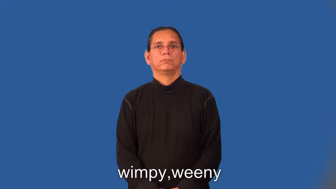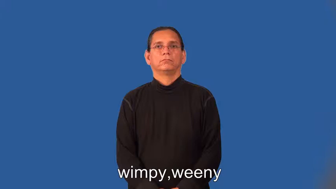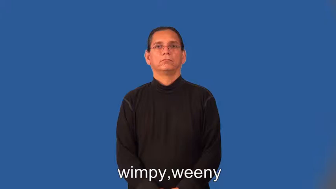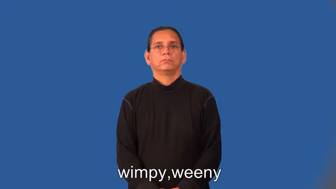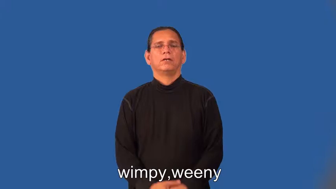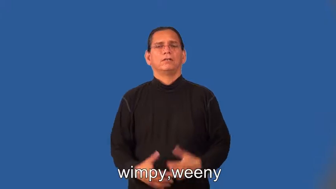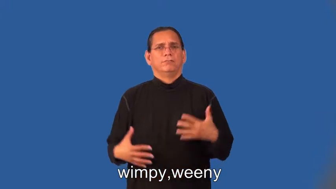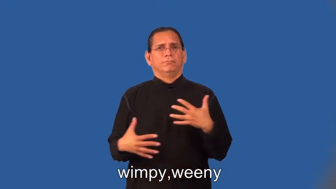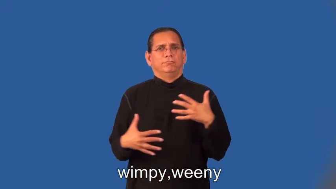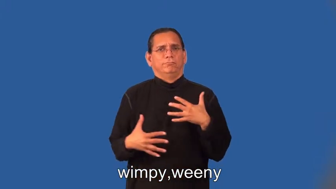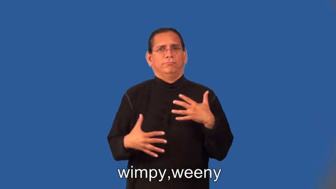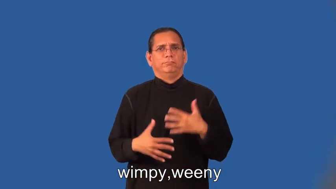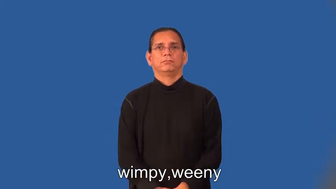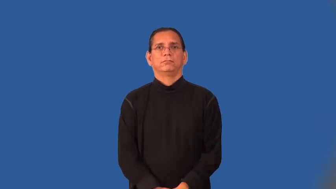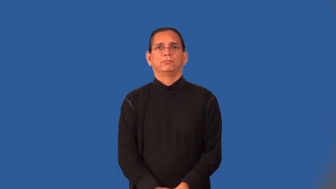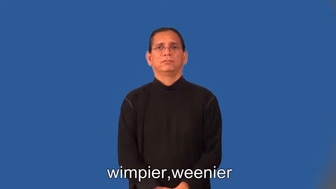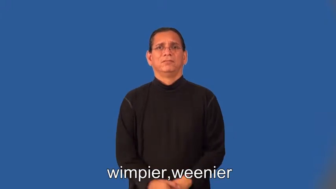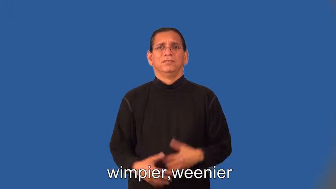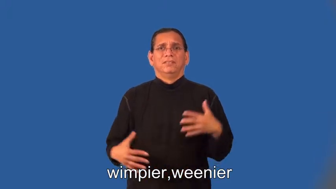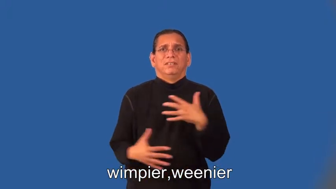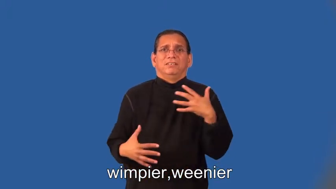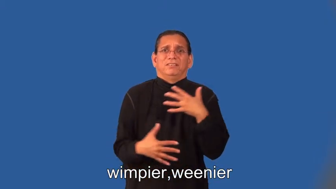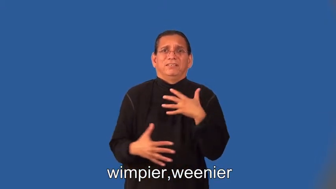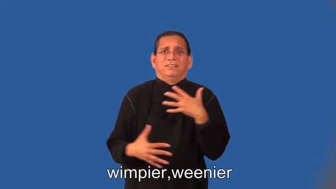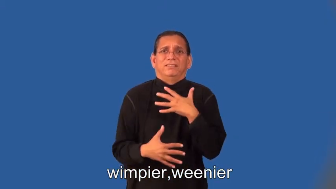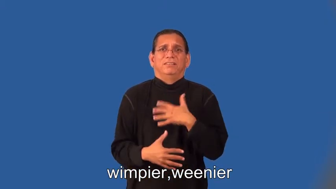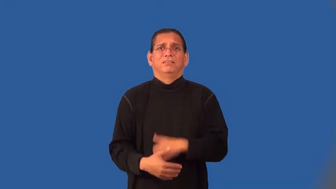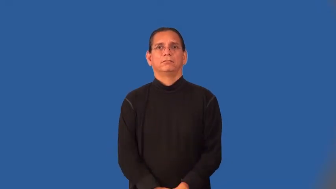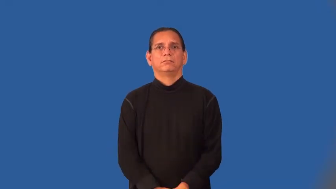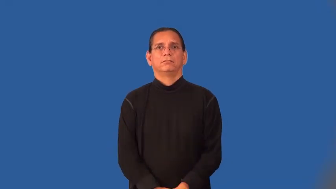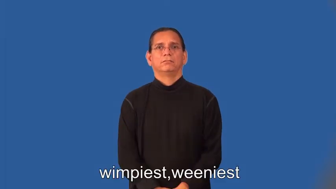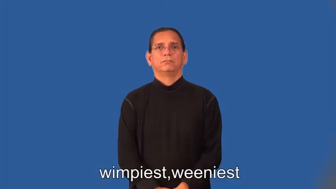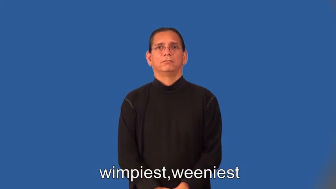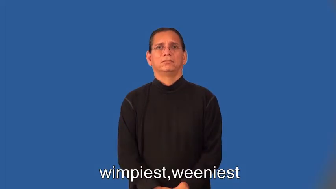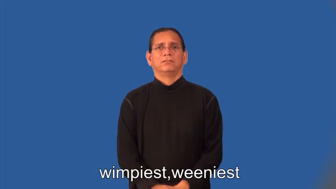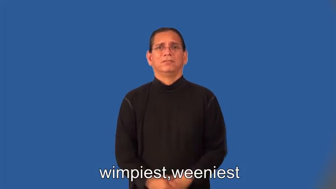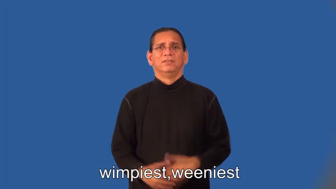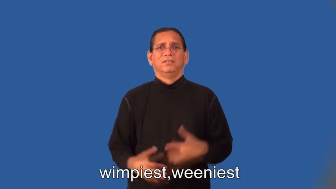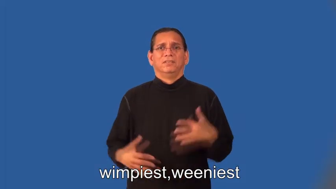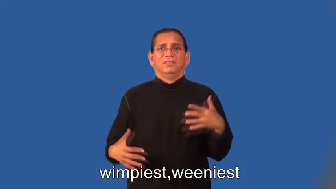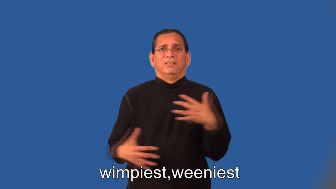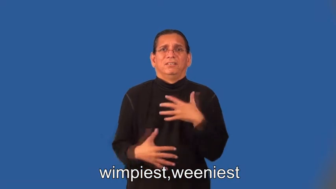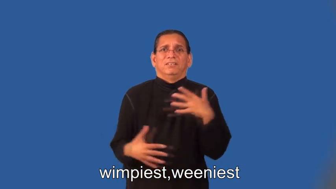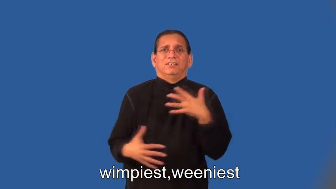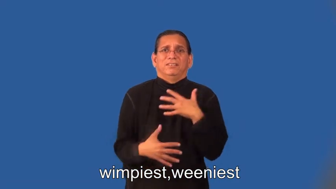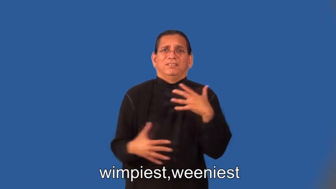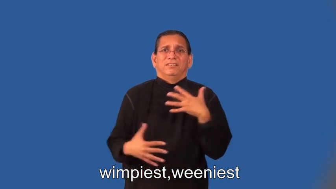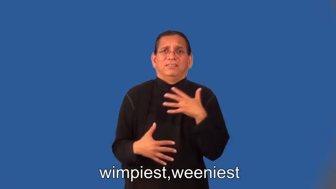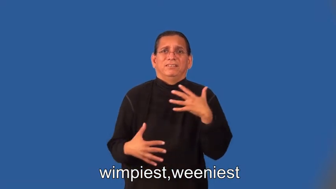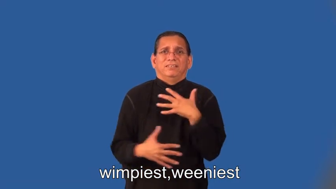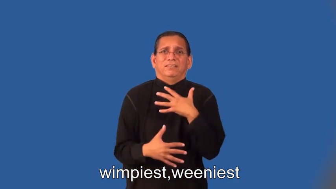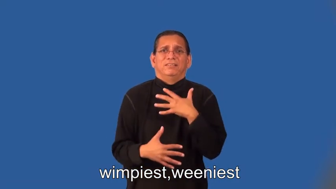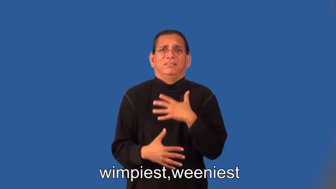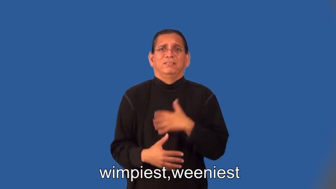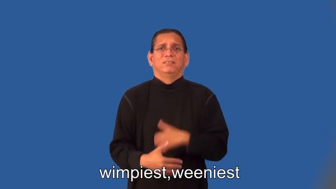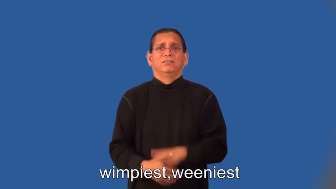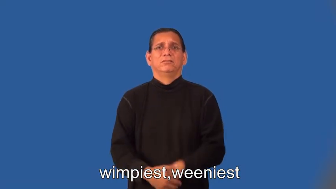wimpier,weenier,wimpiest,weeniest